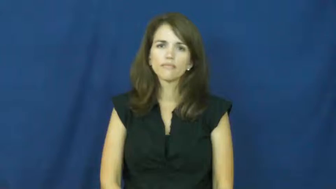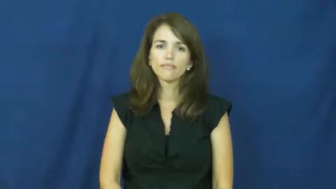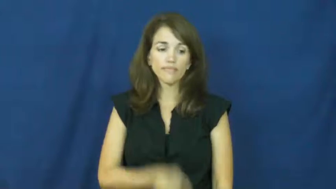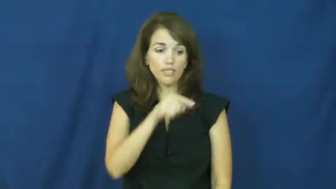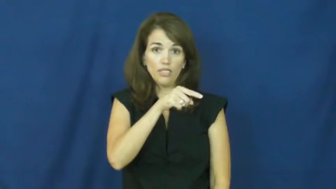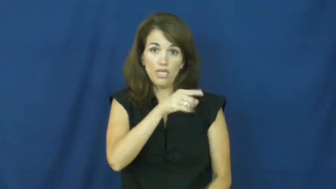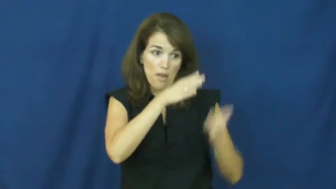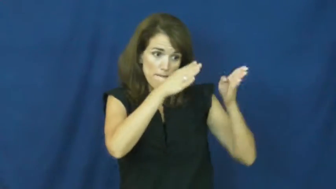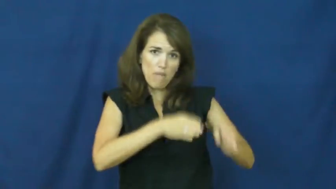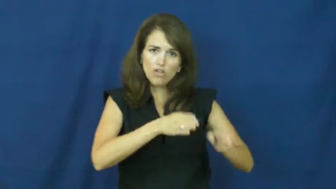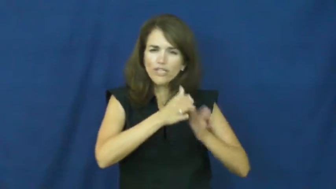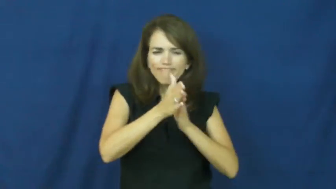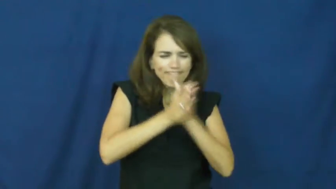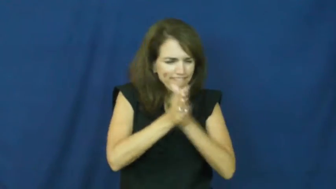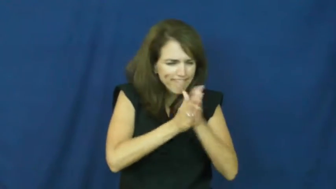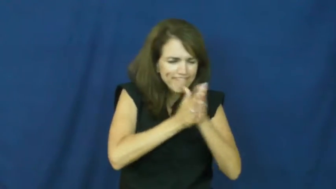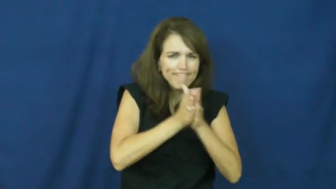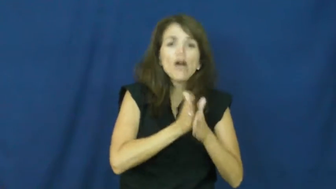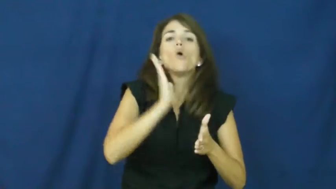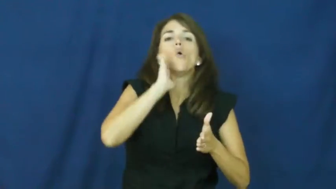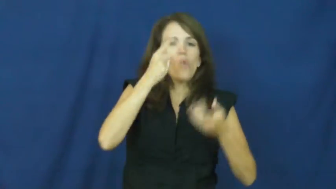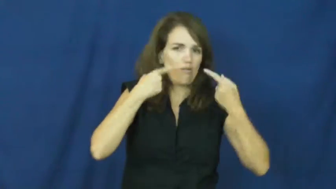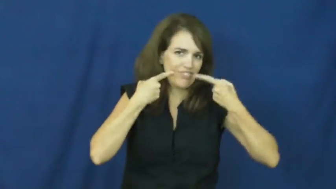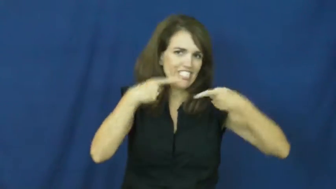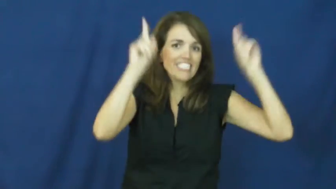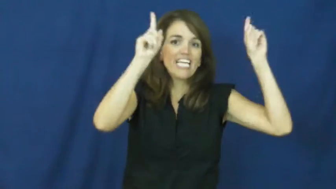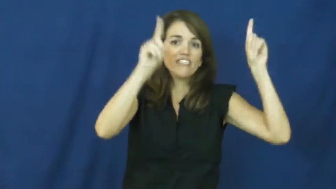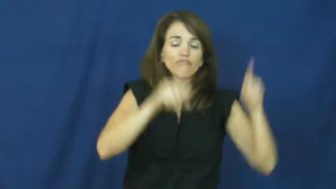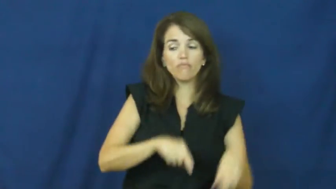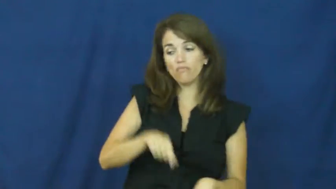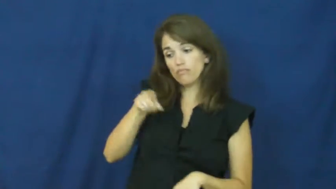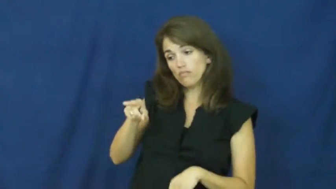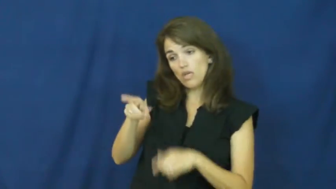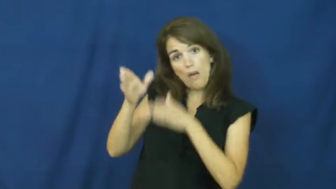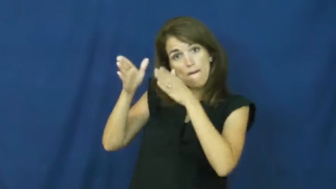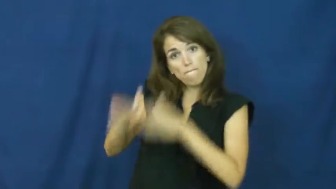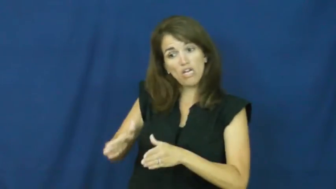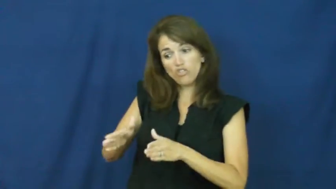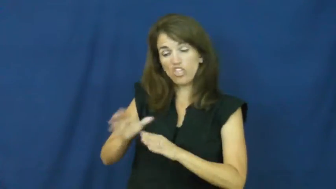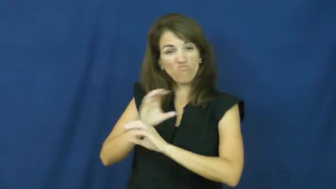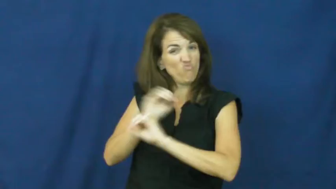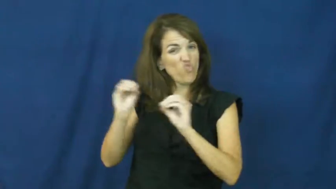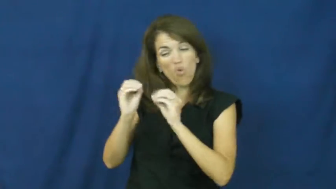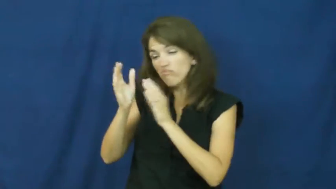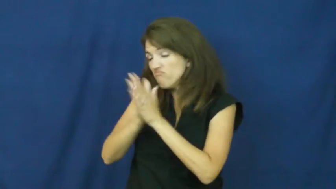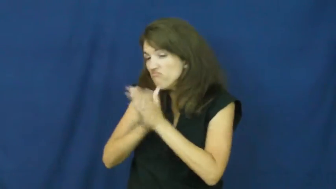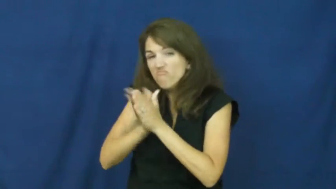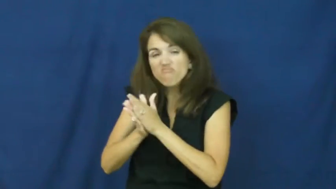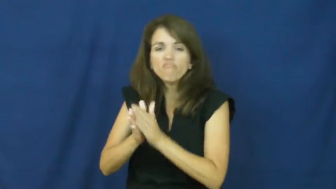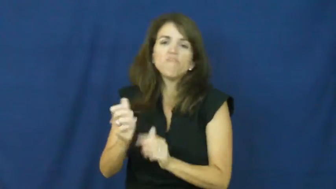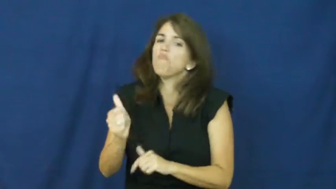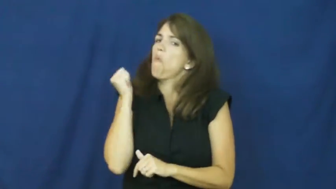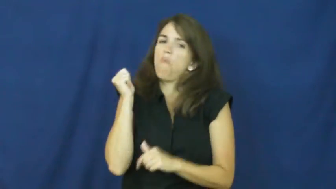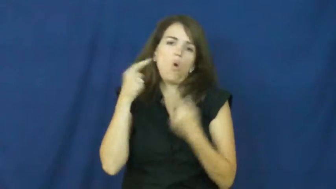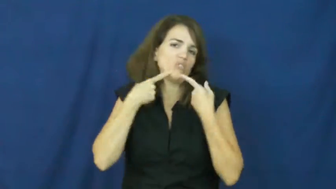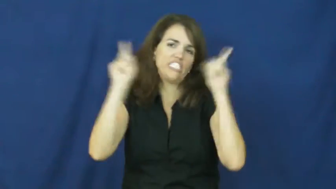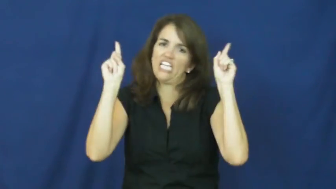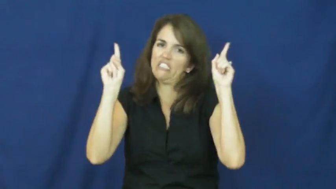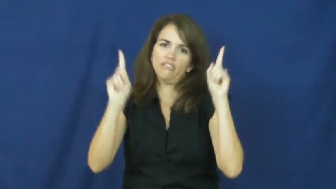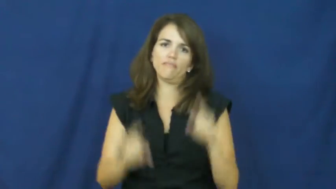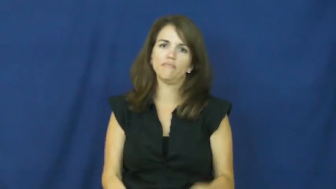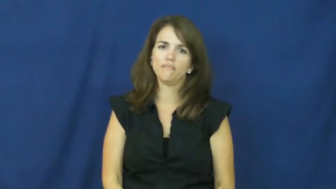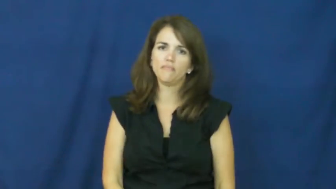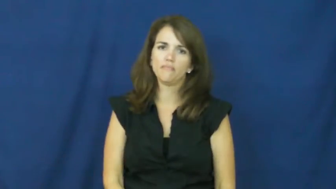"a rolling stone gathers no moss"